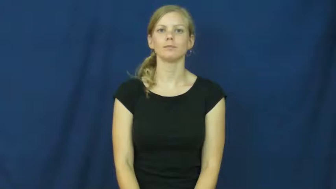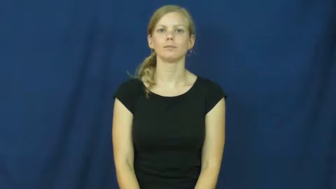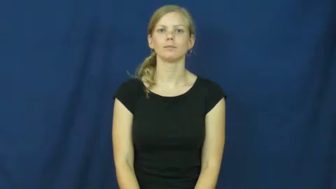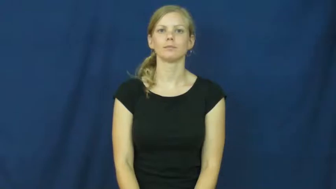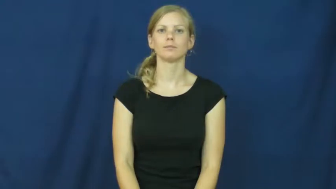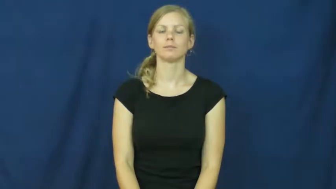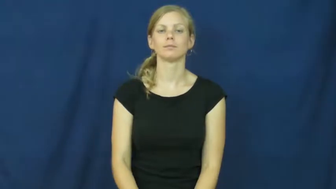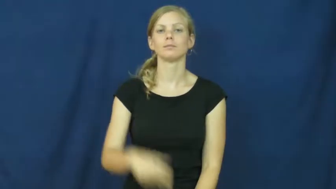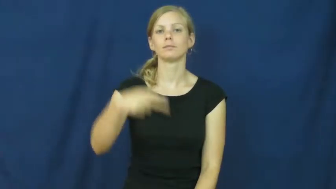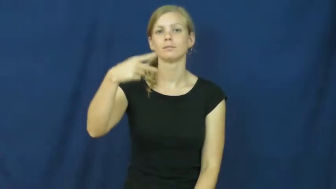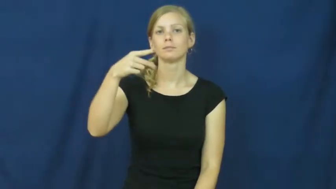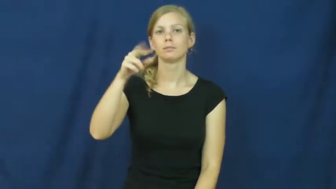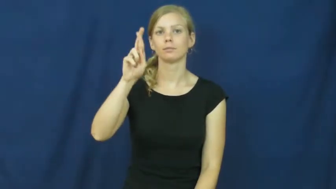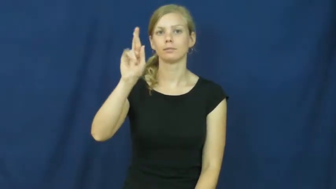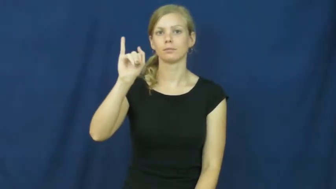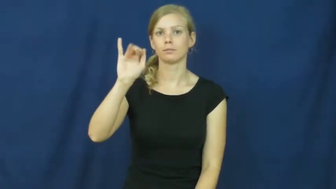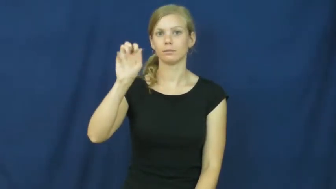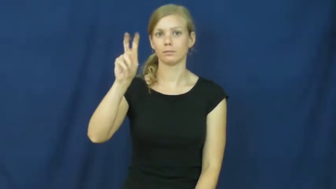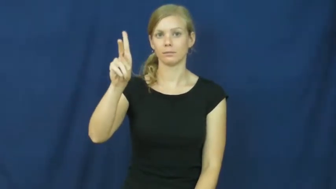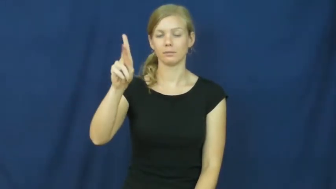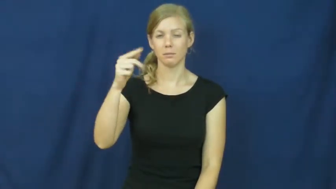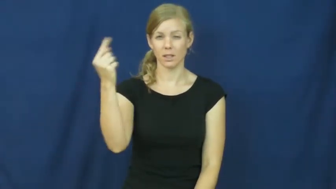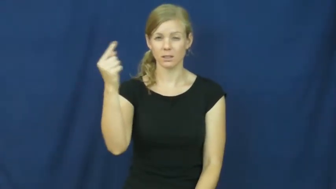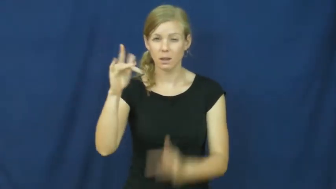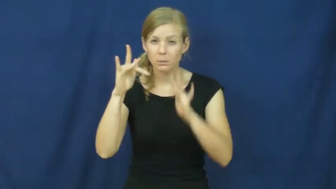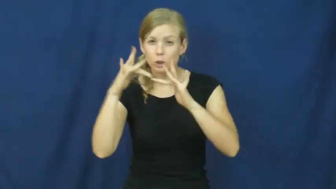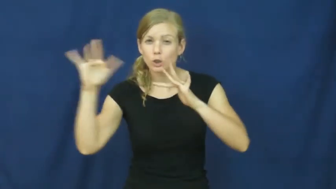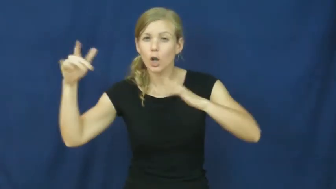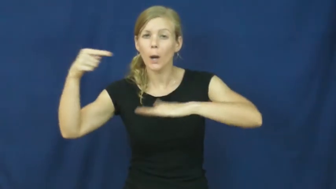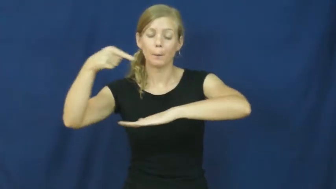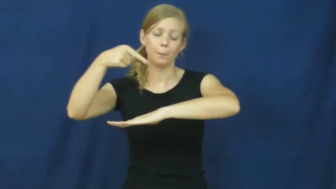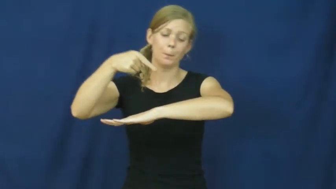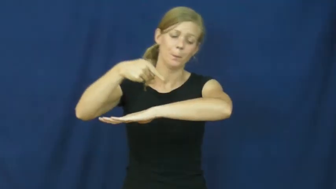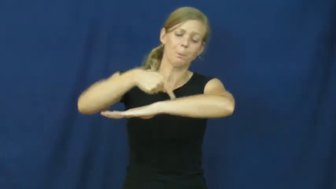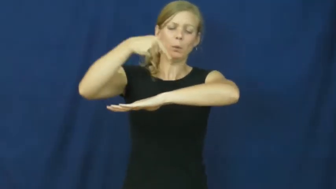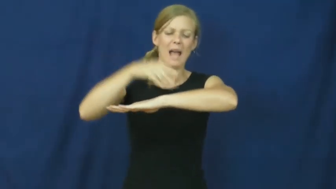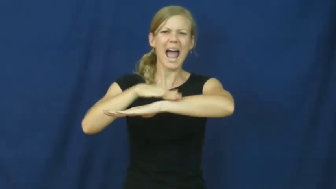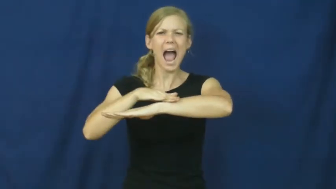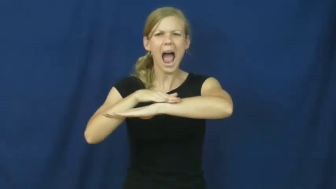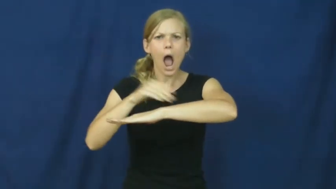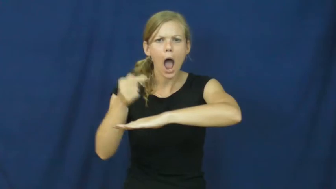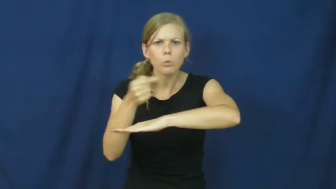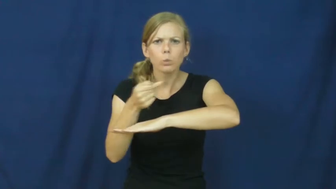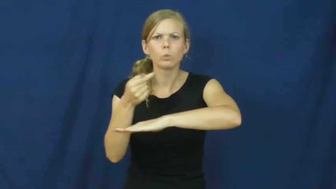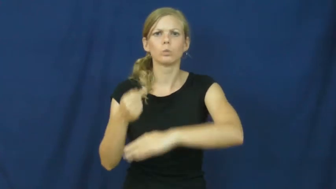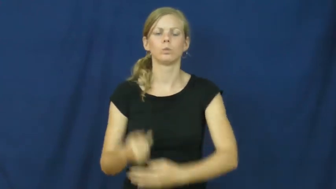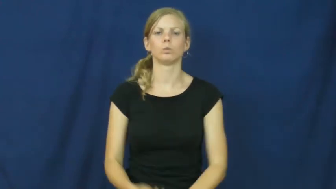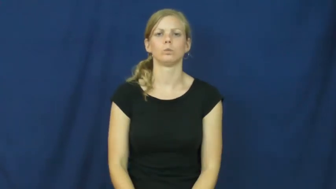prick